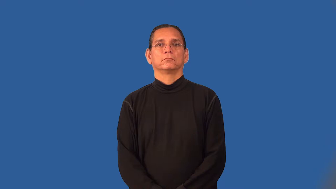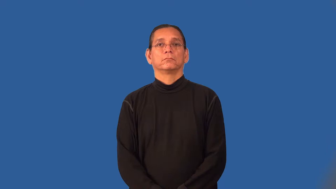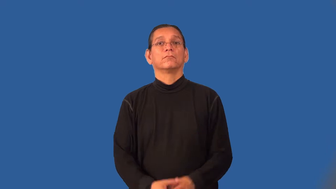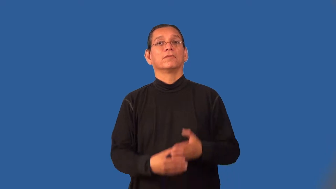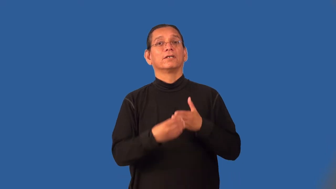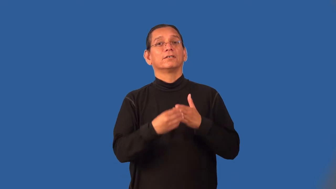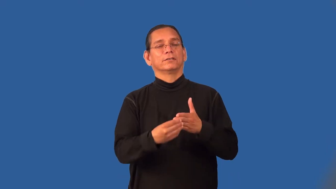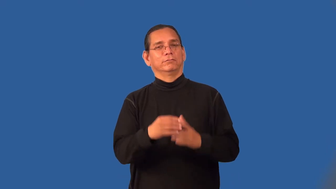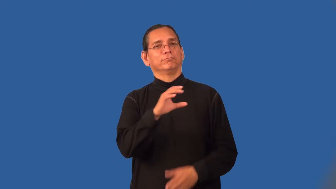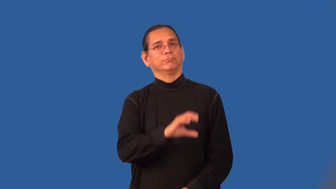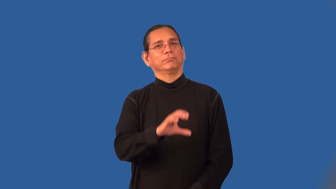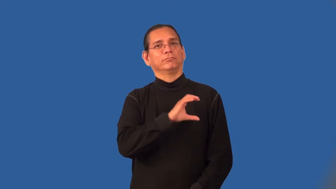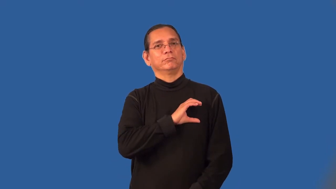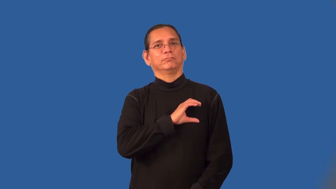protagonist